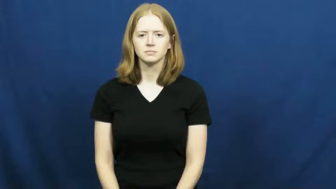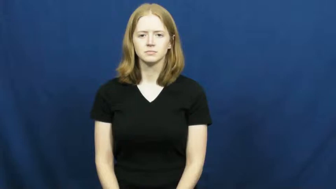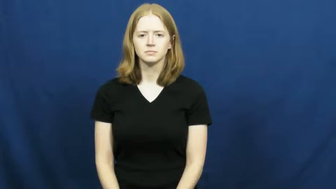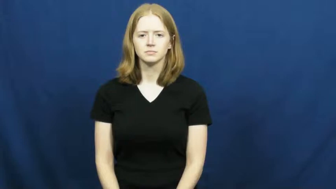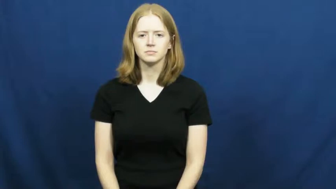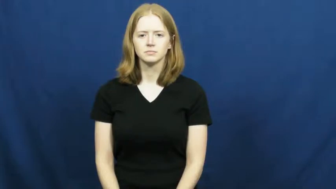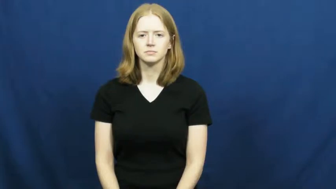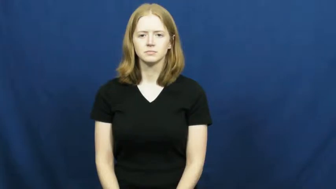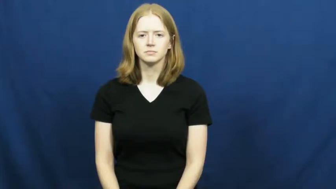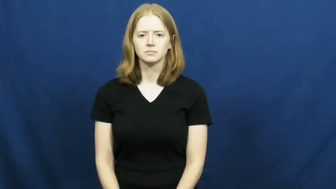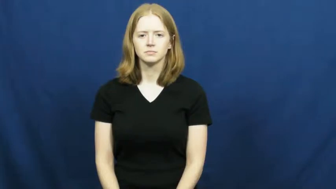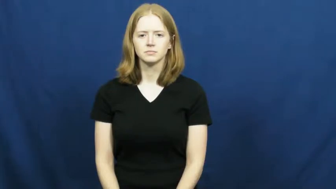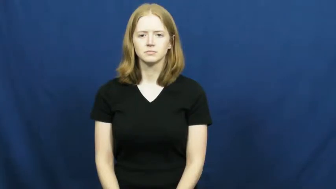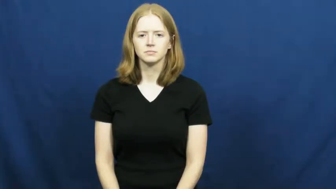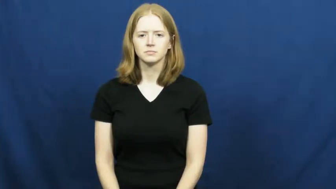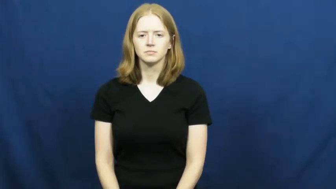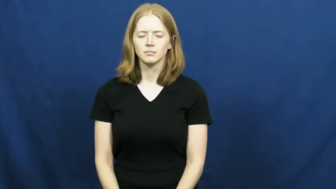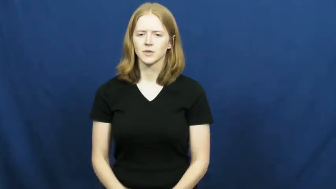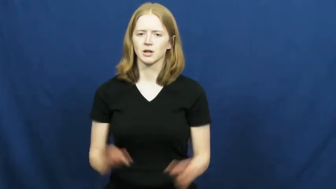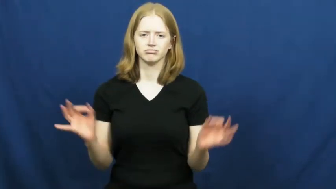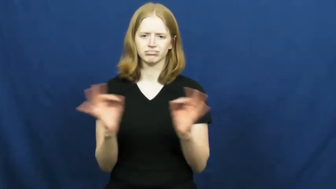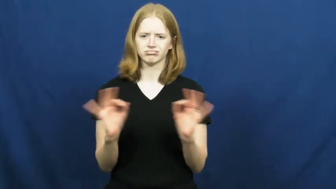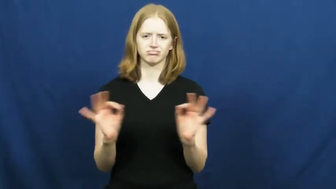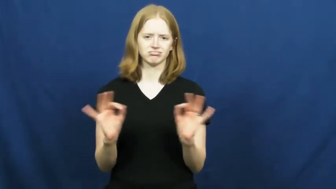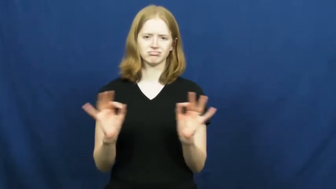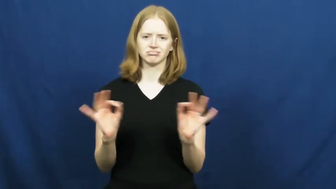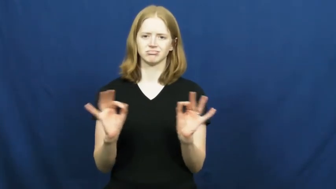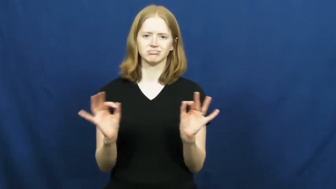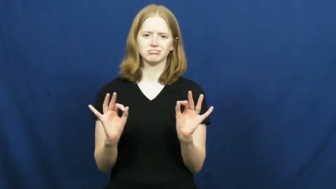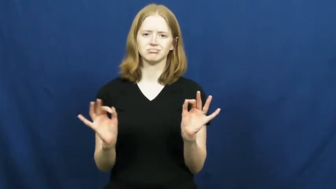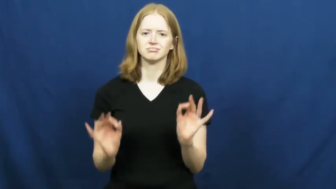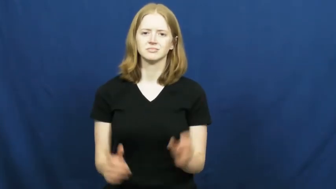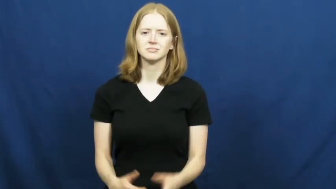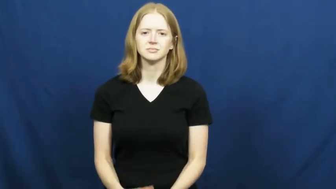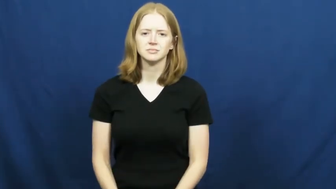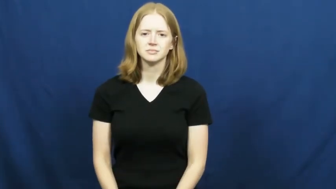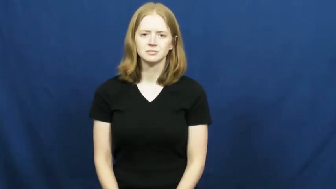not a big deal